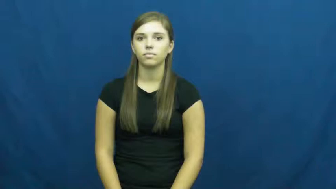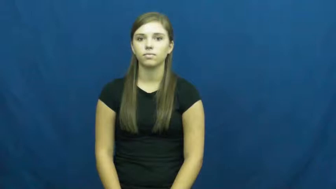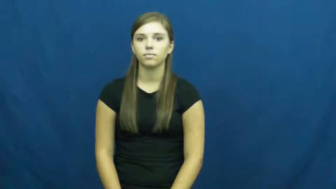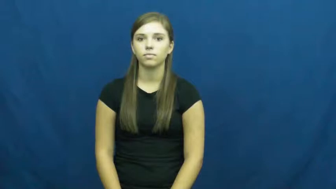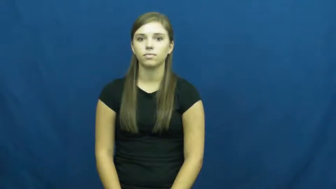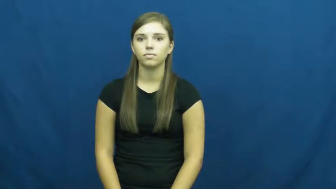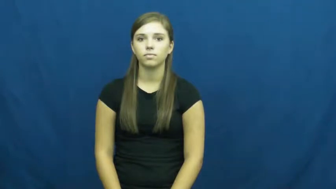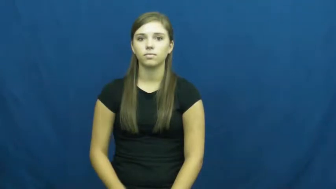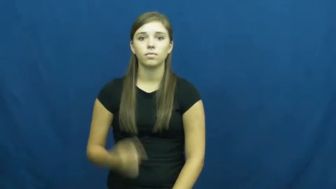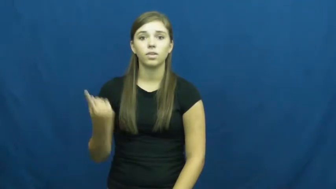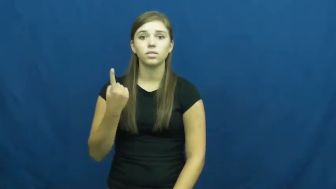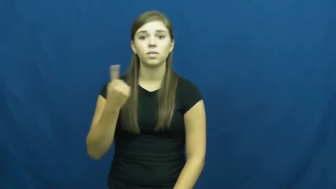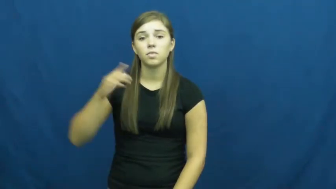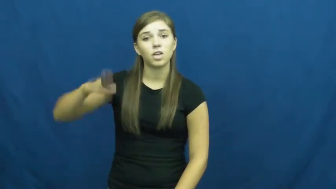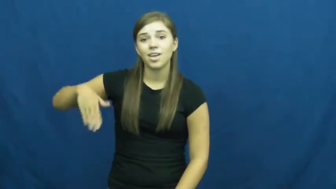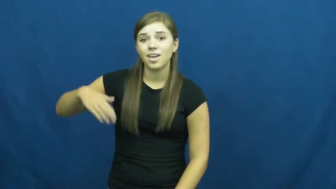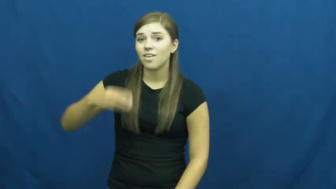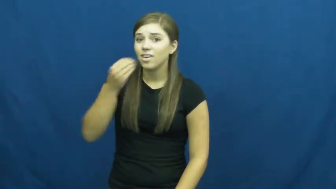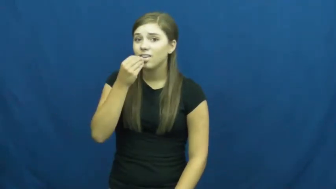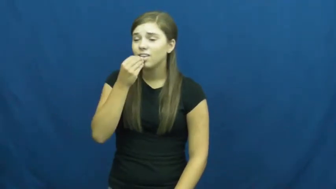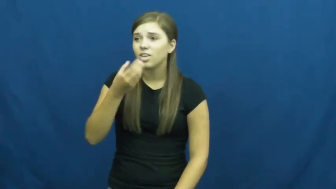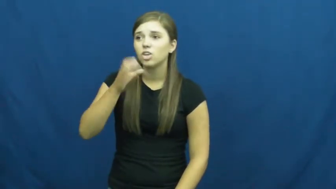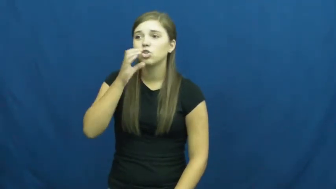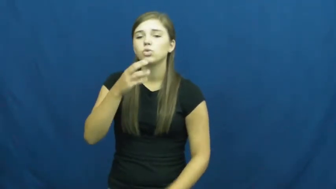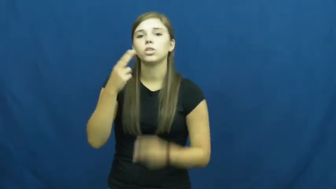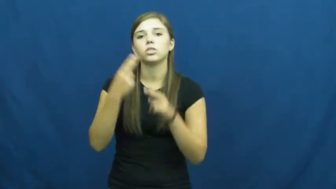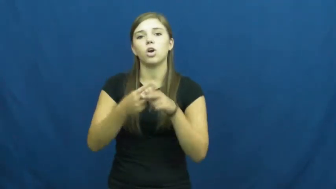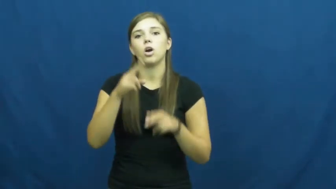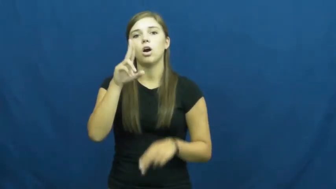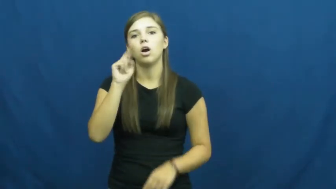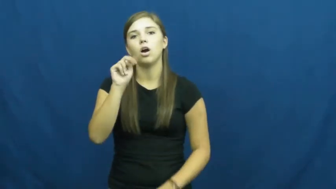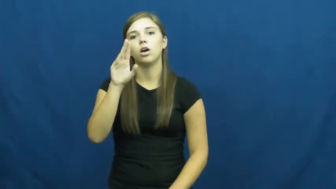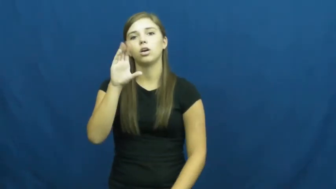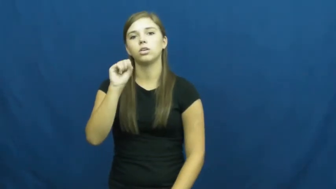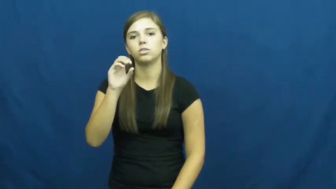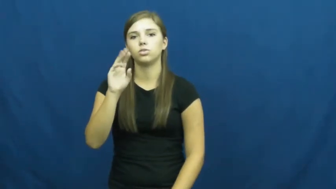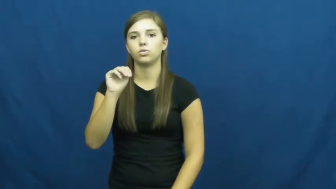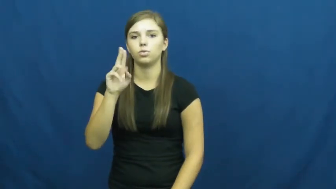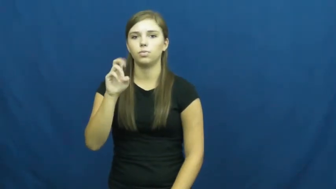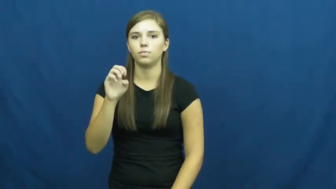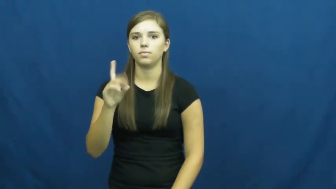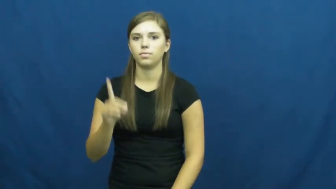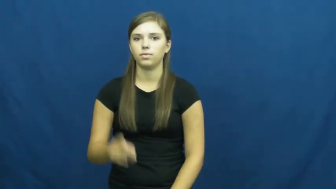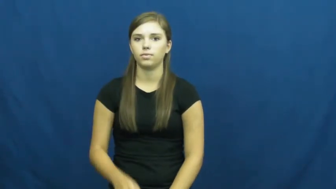unconsumed